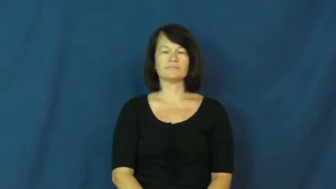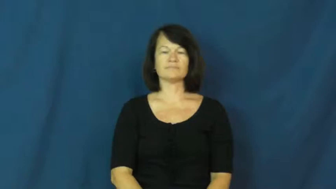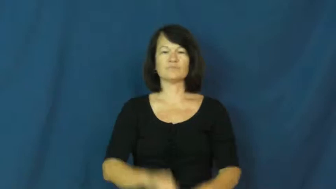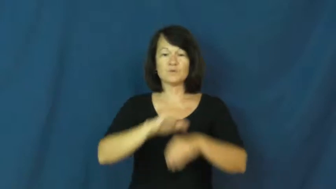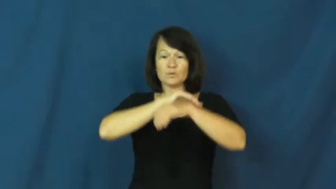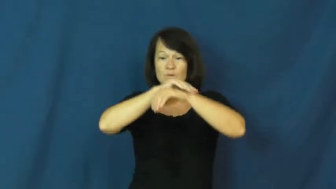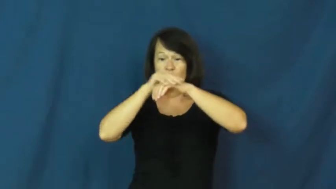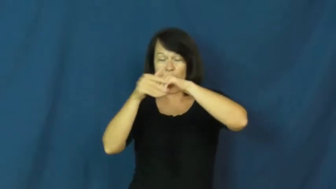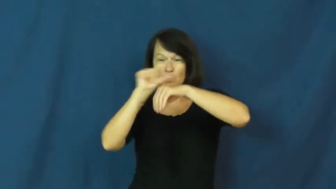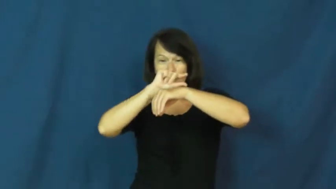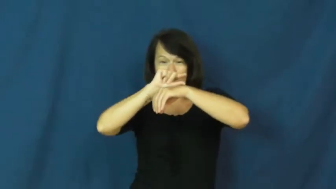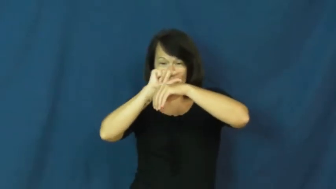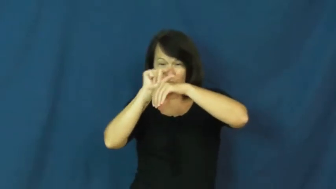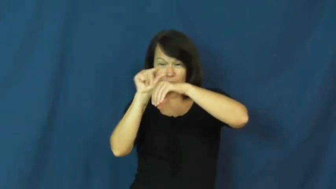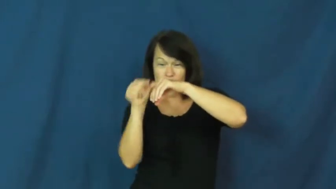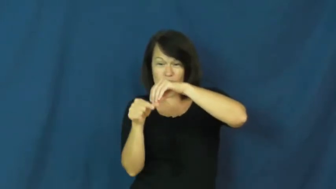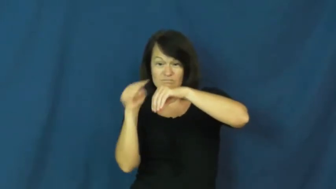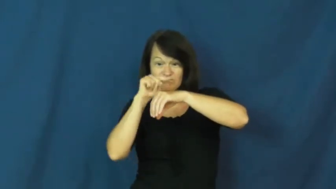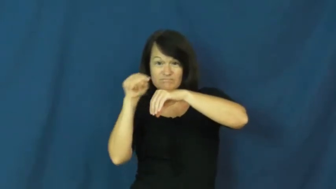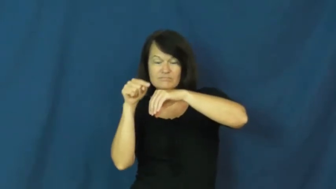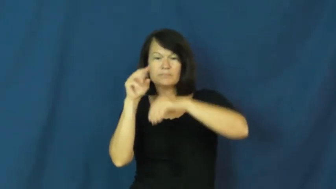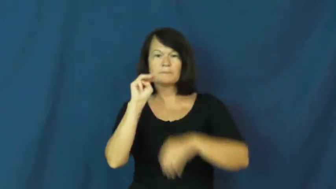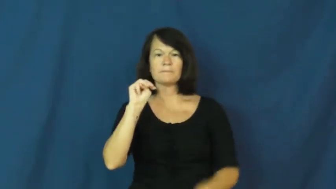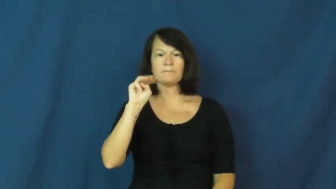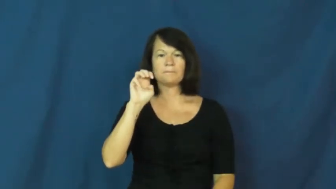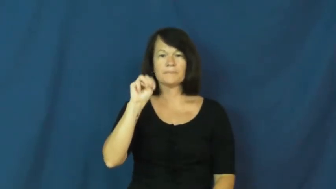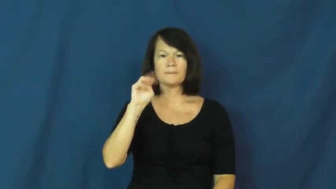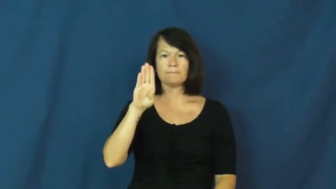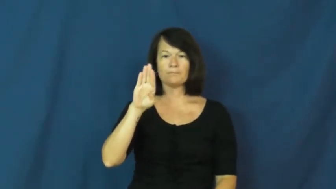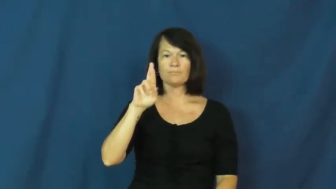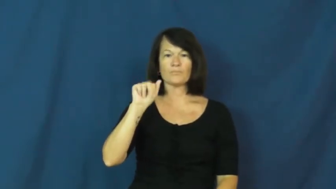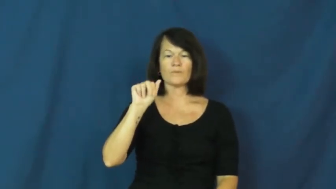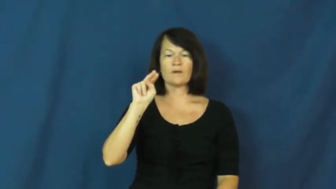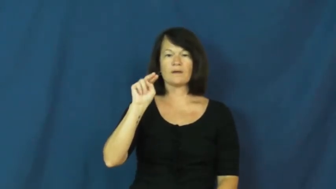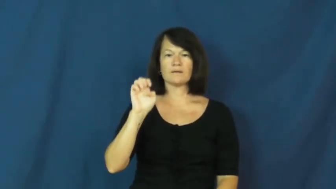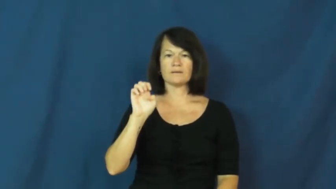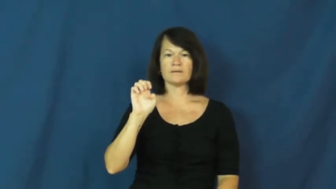membrane